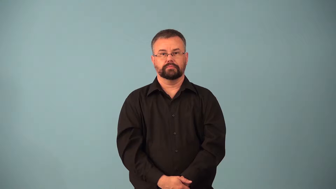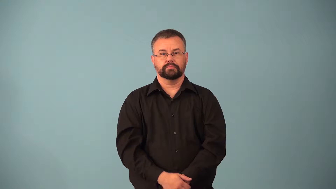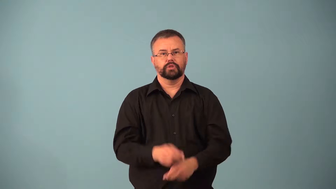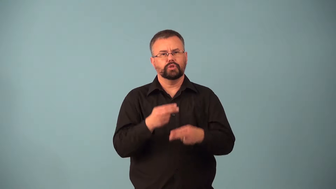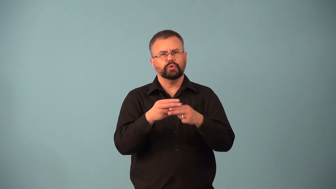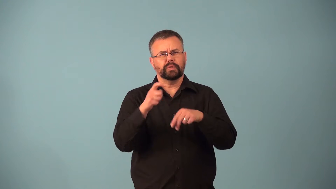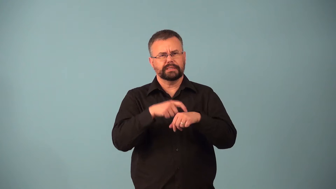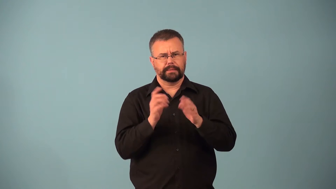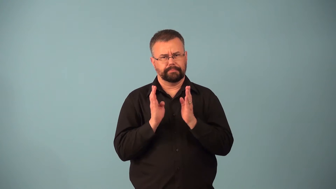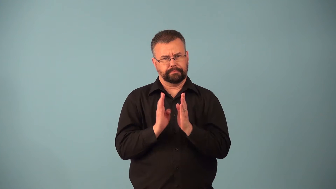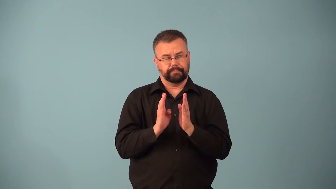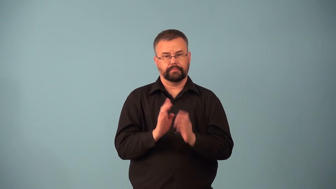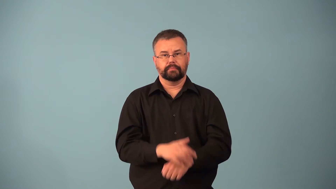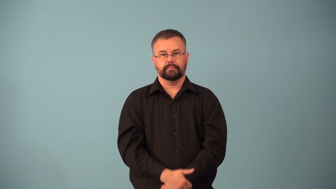bout,block-short time span